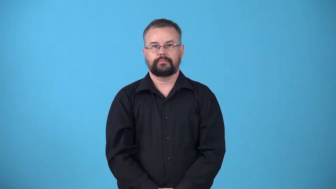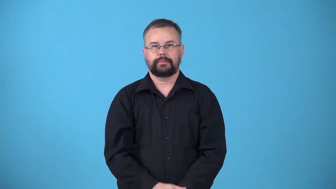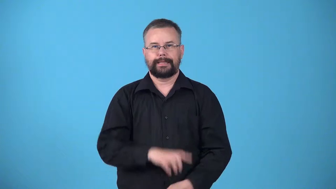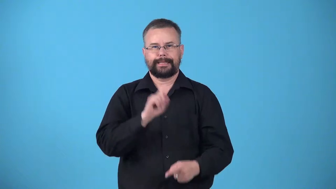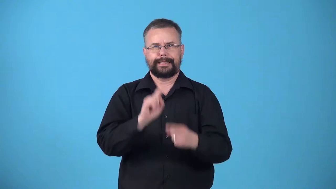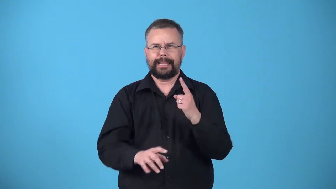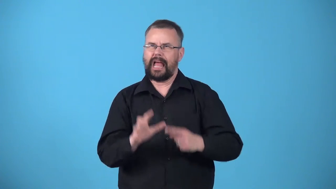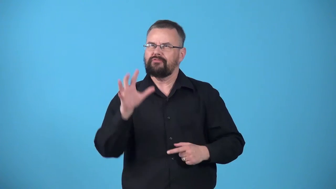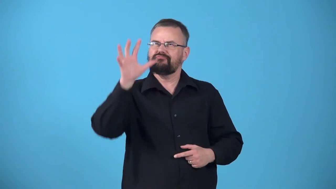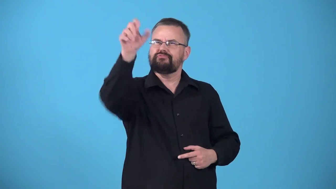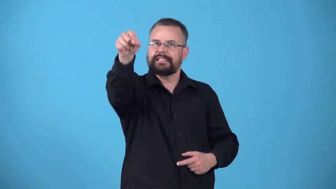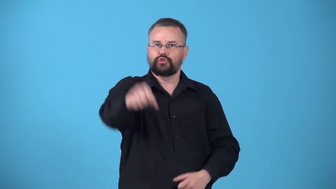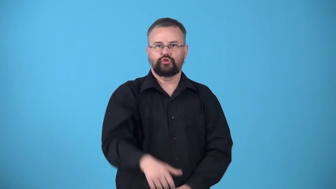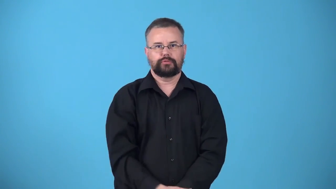unreachable,out of reach-object